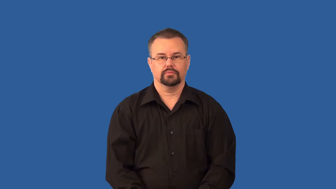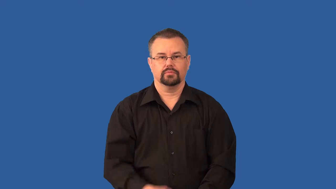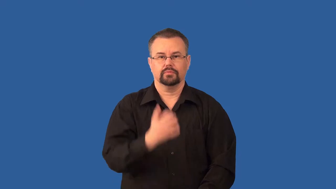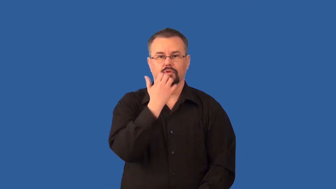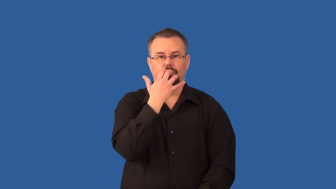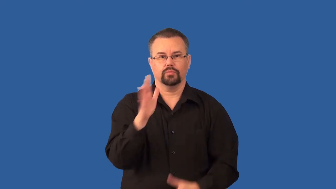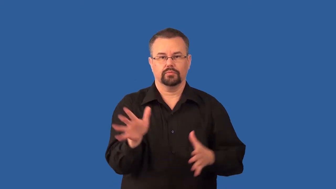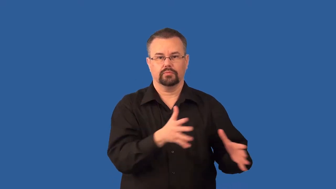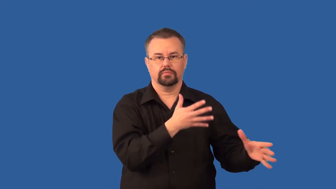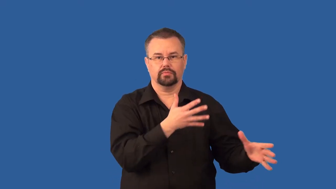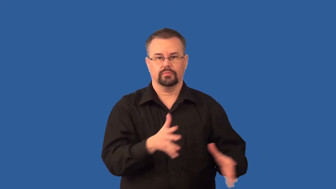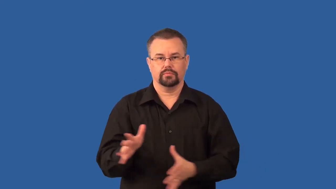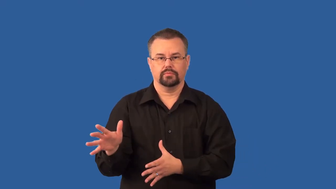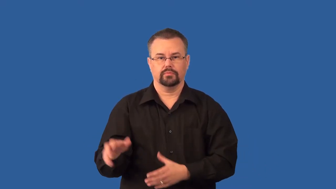trade-winds